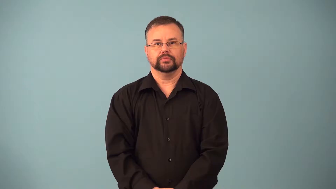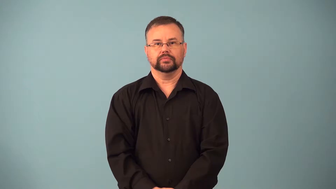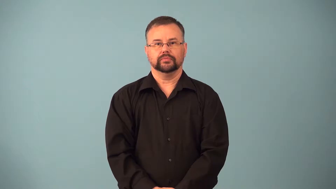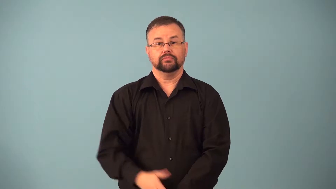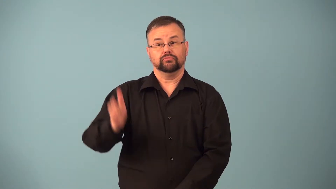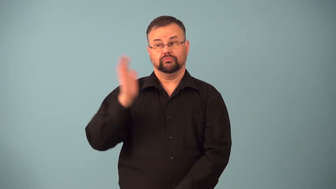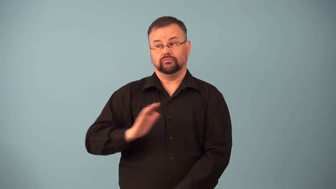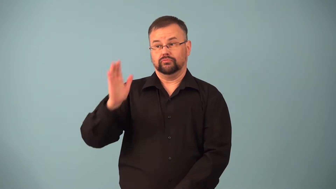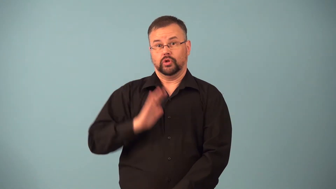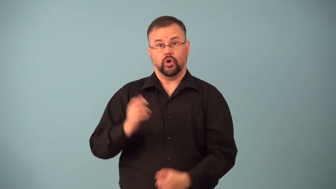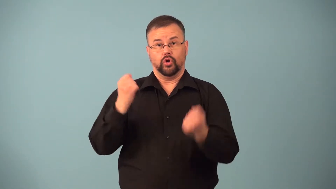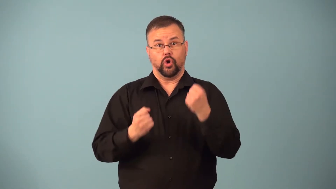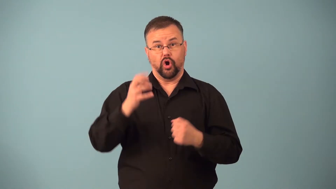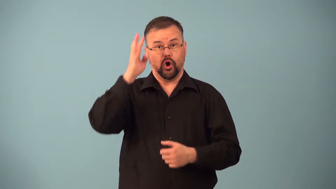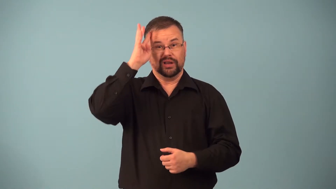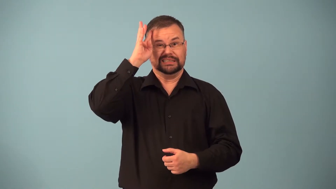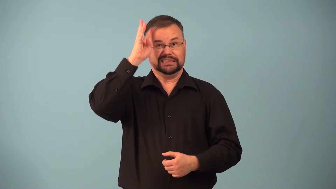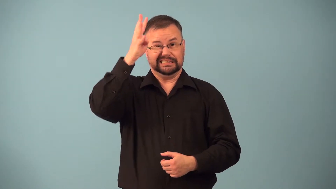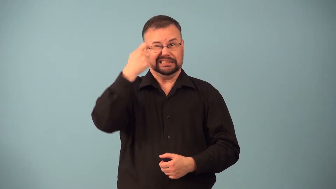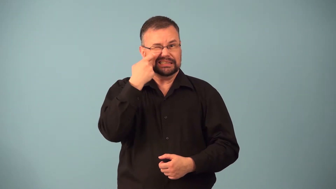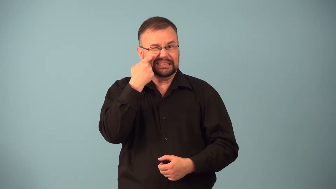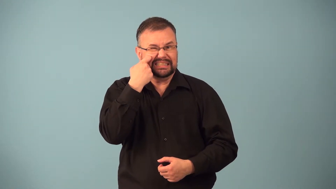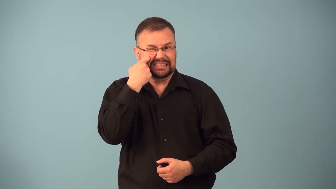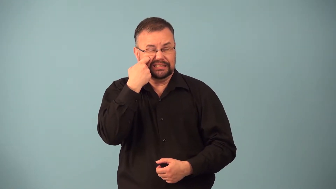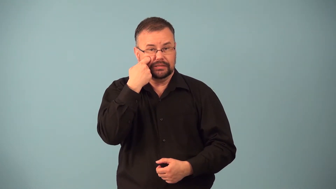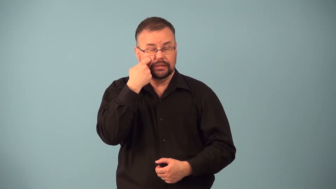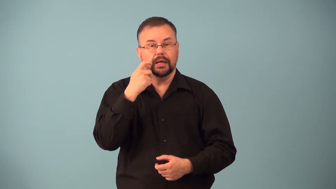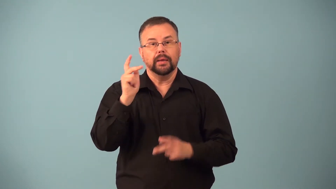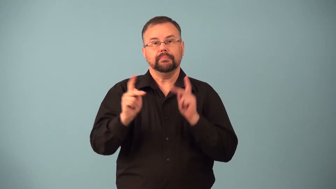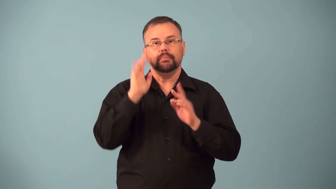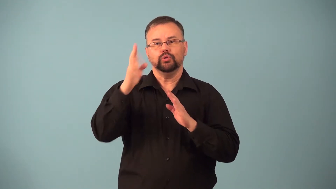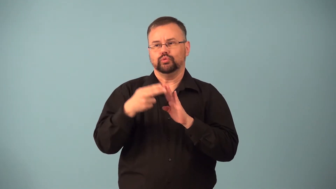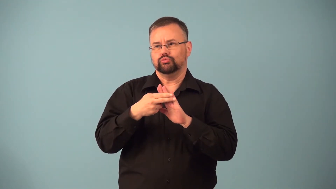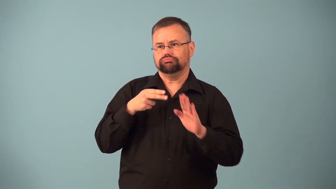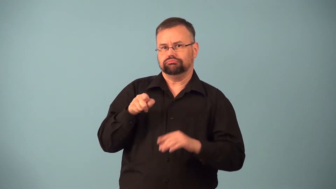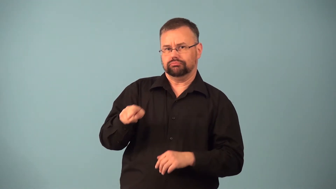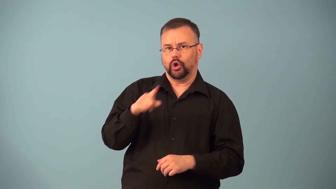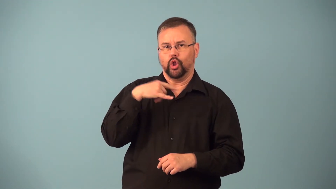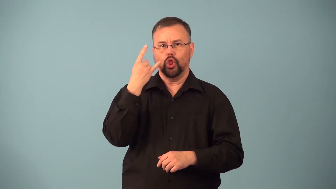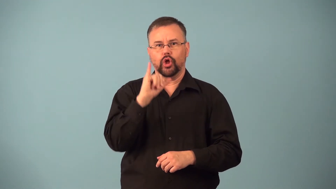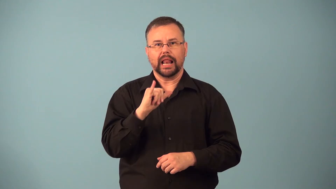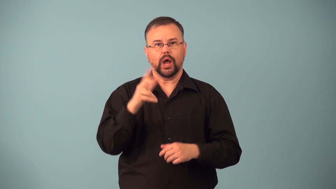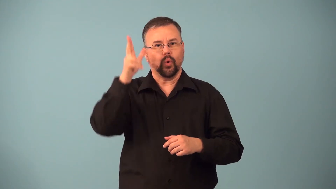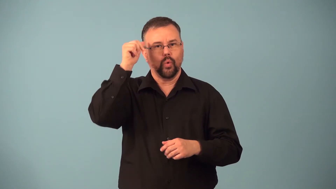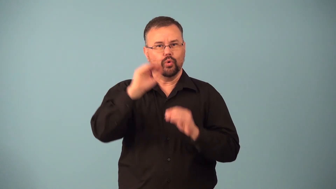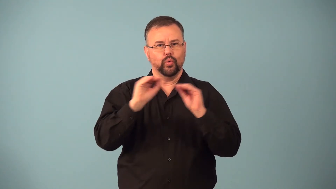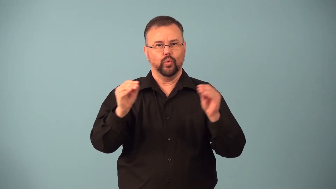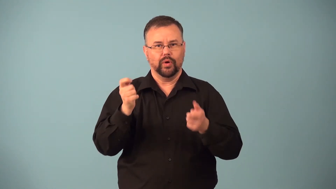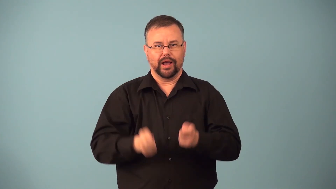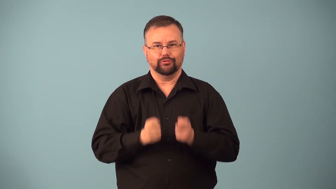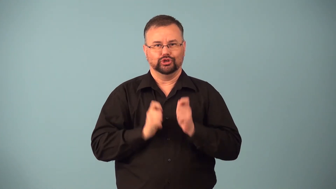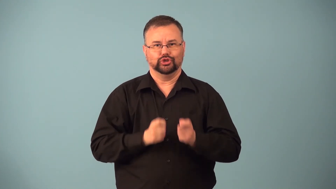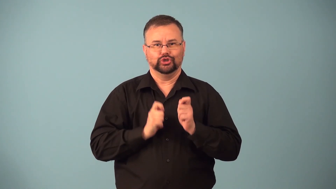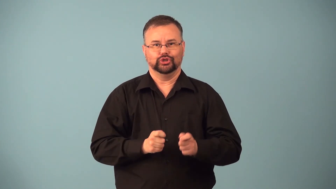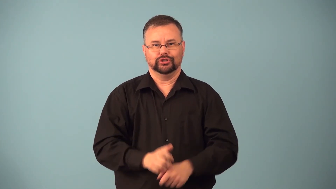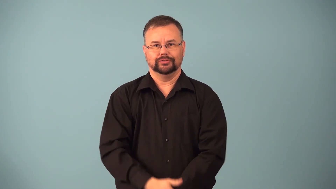horseless